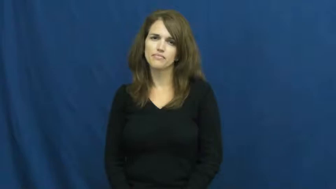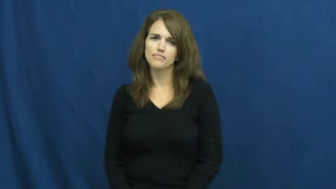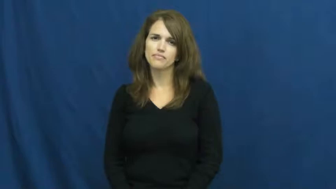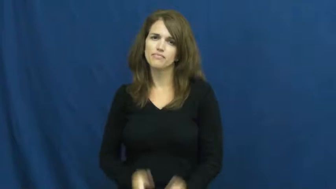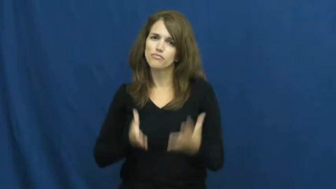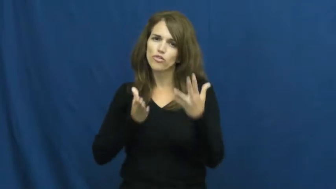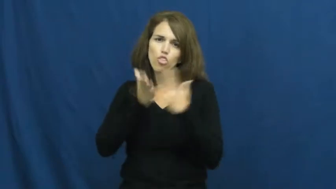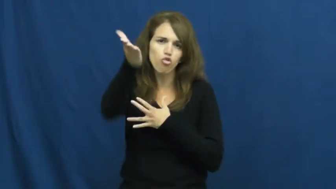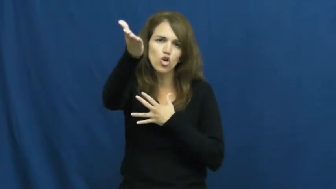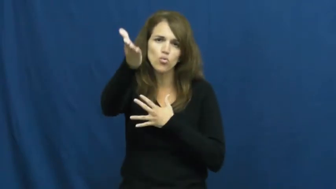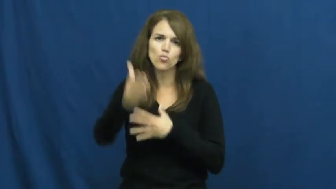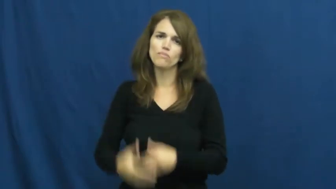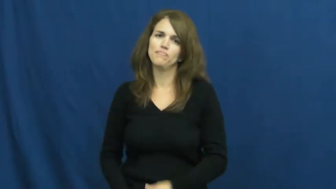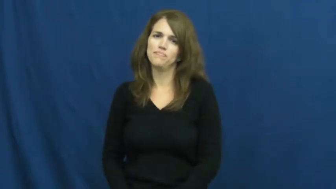penetrate